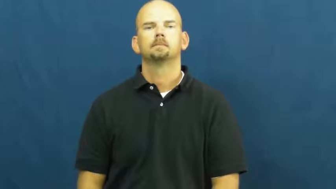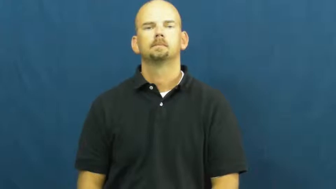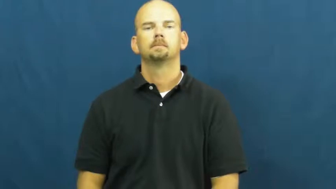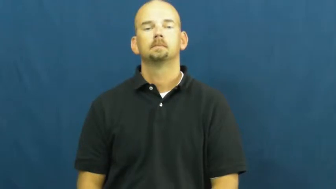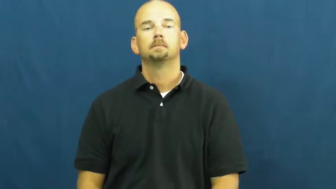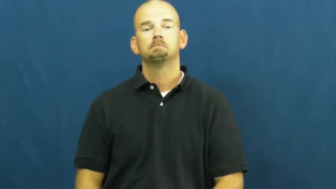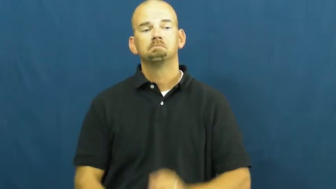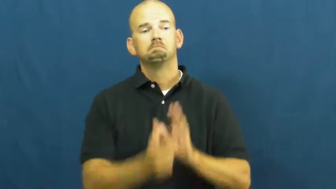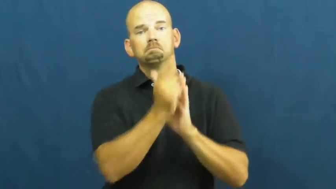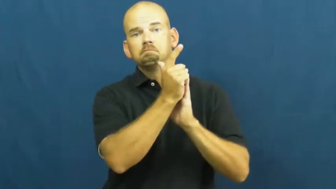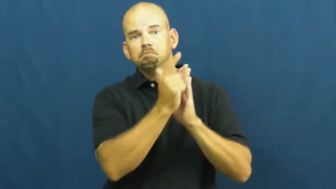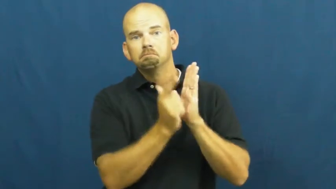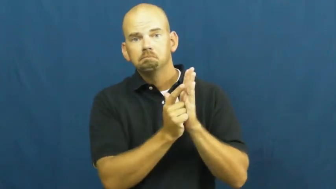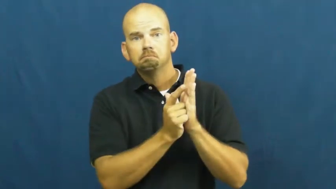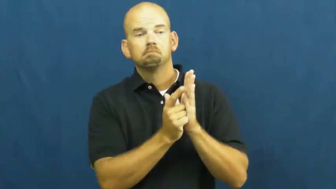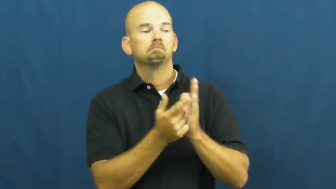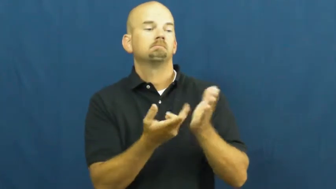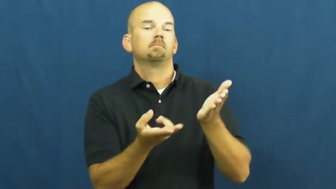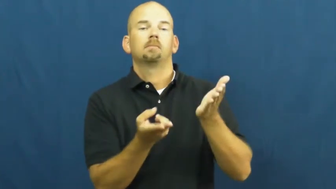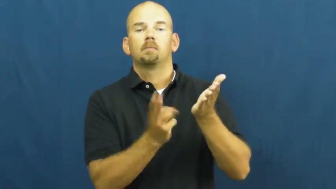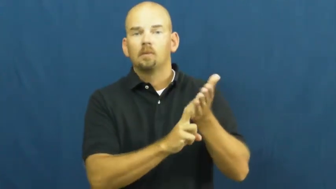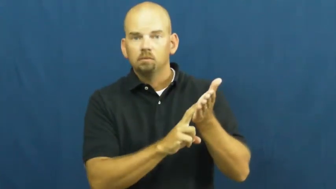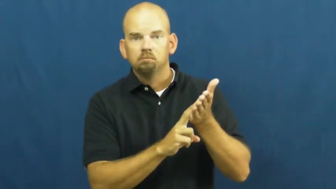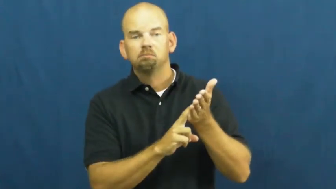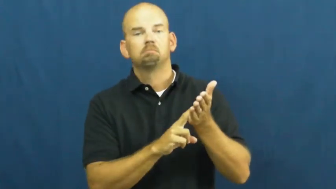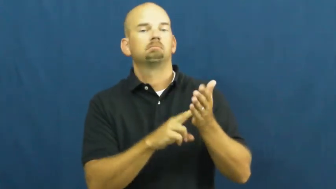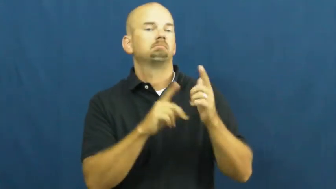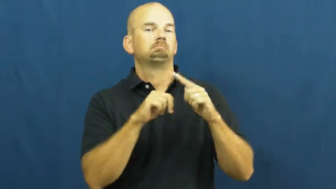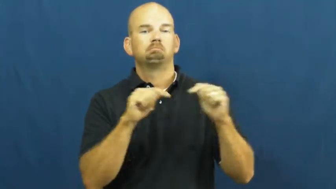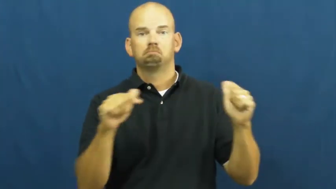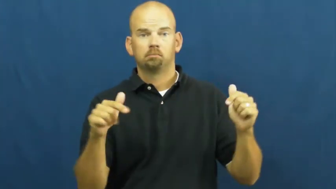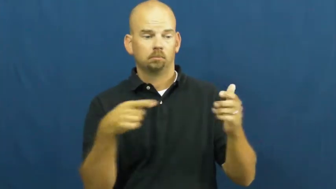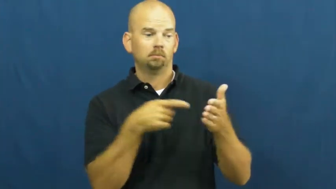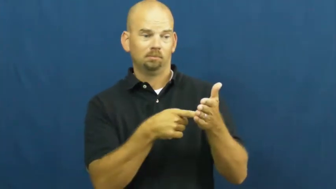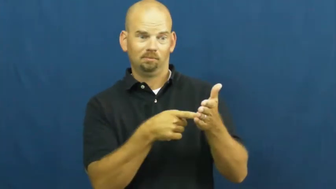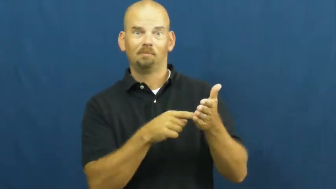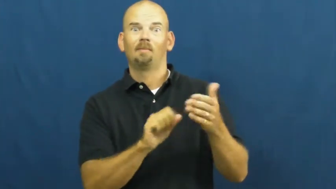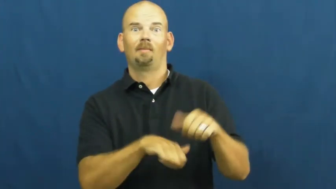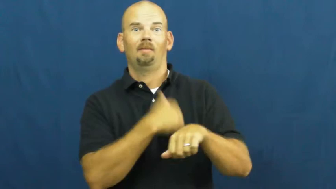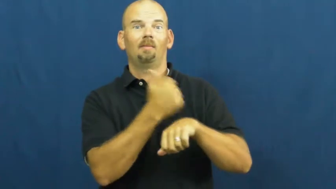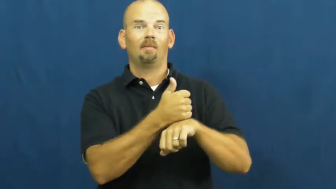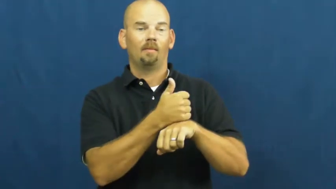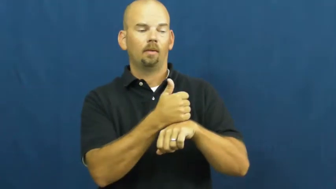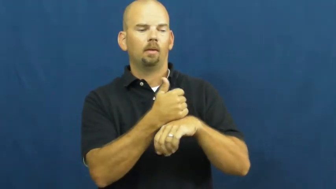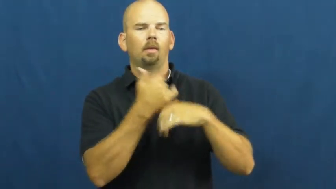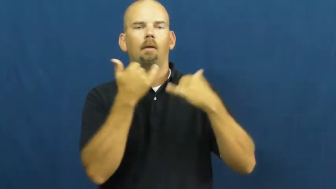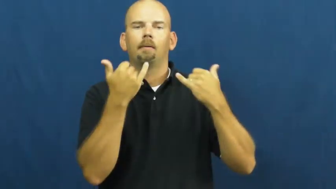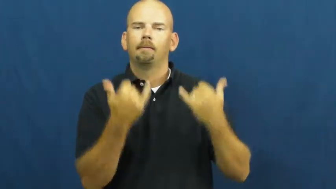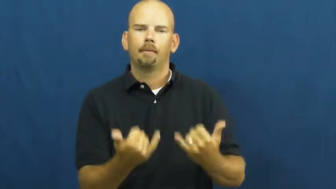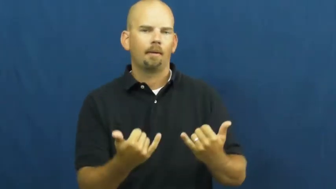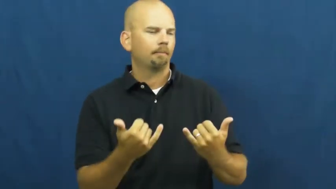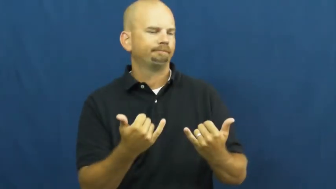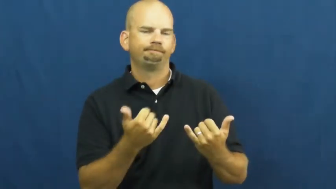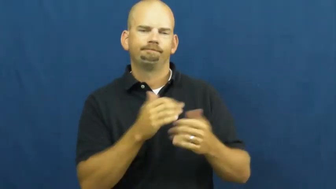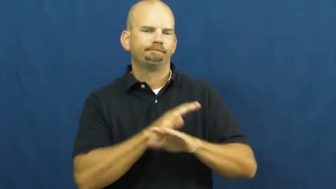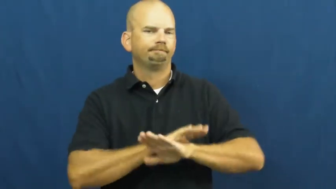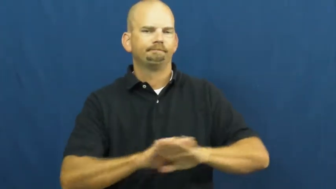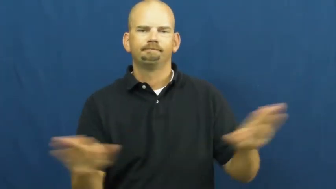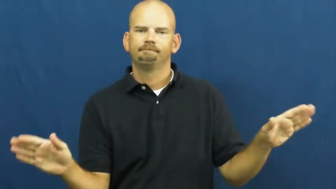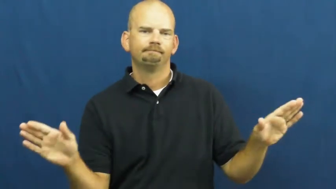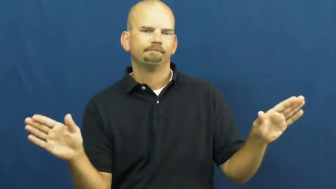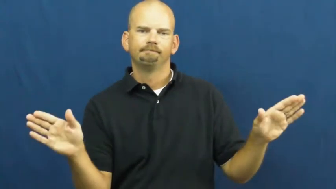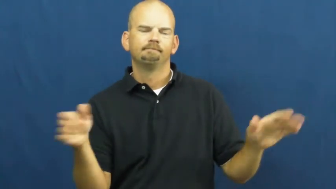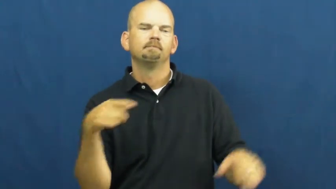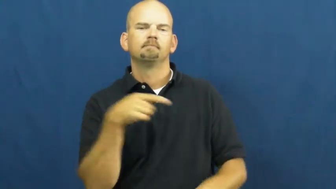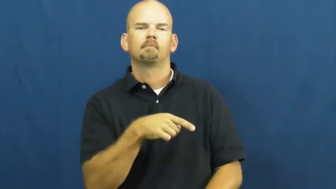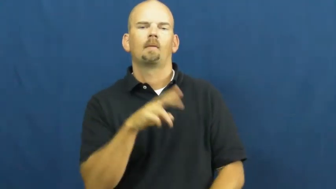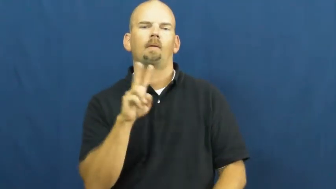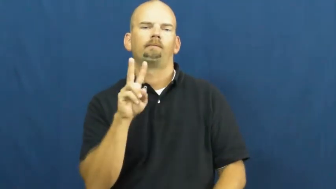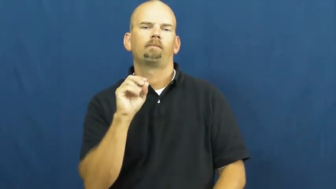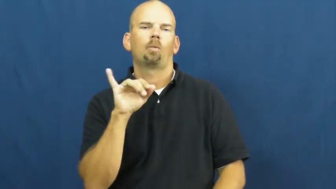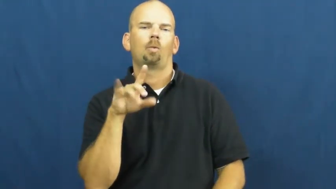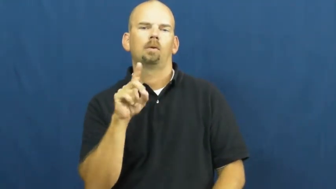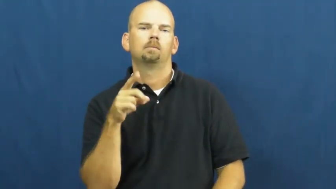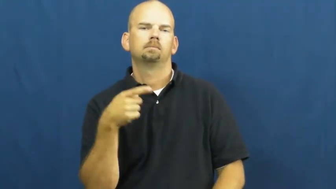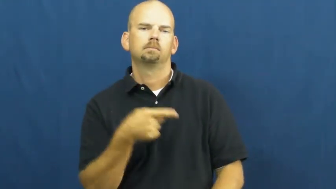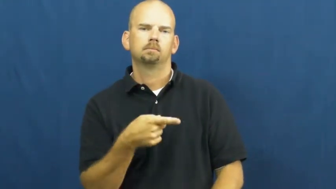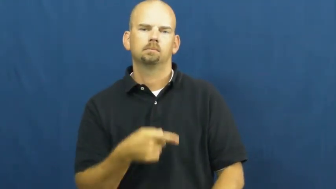void-null